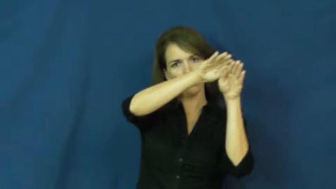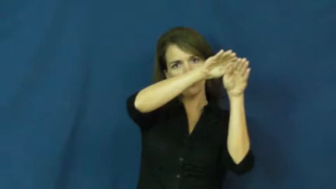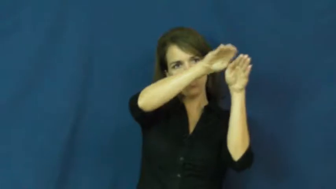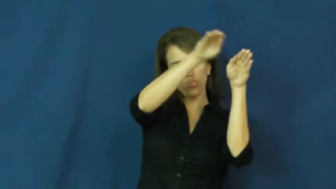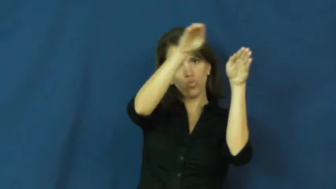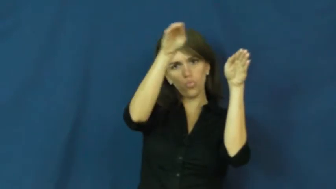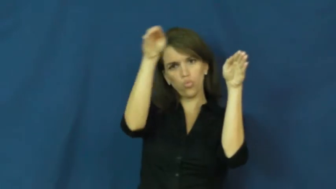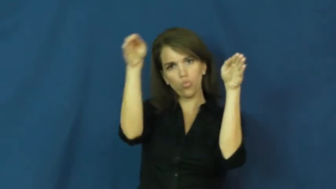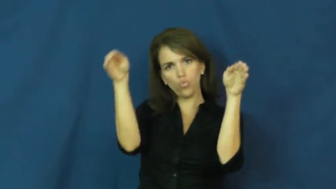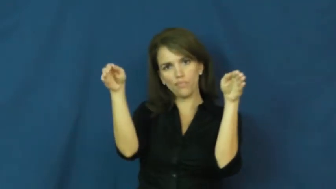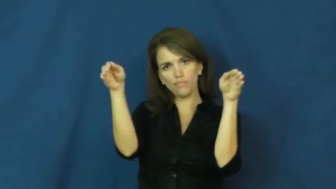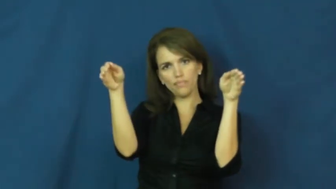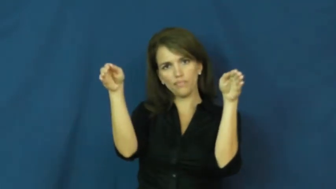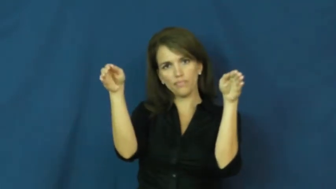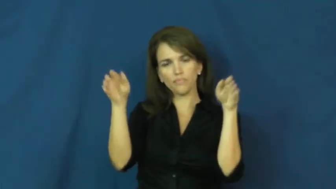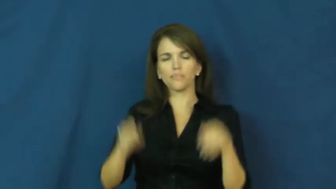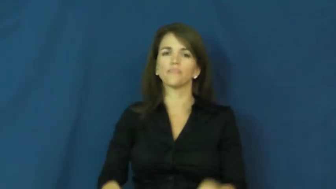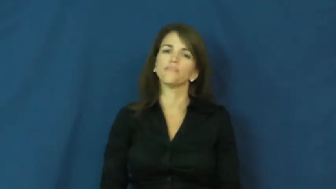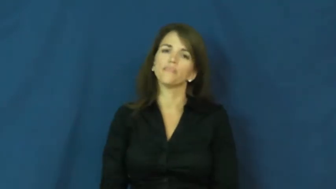archway